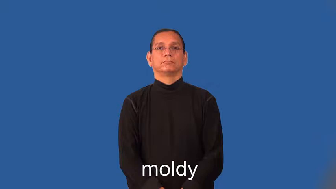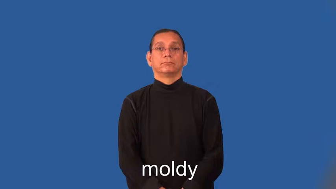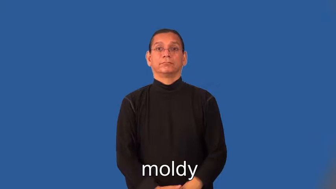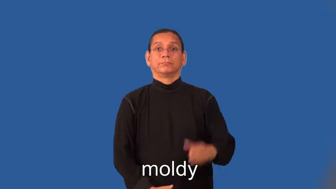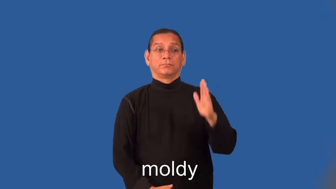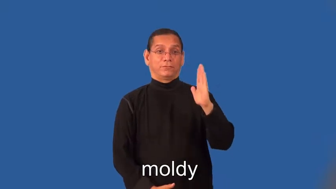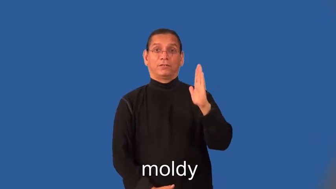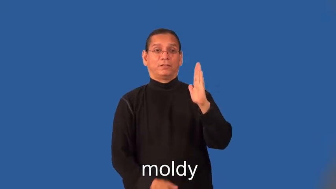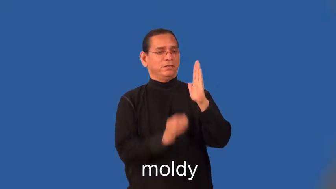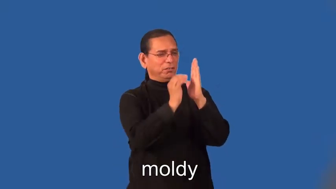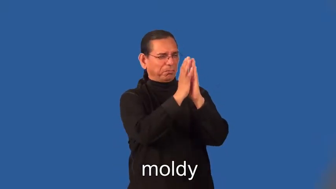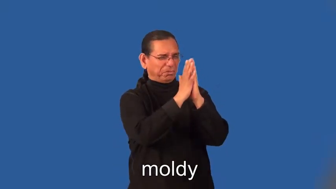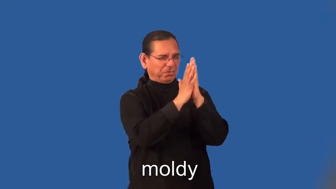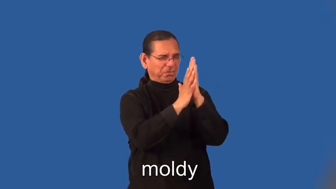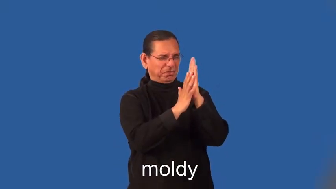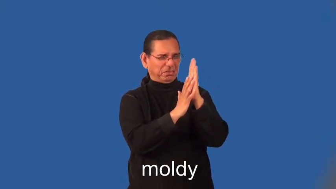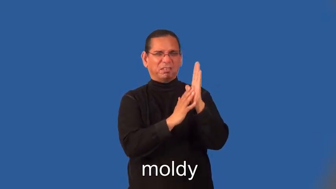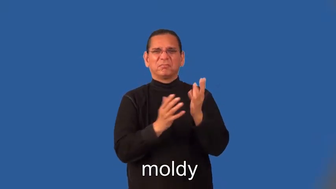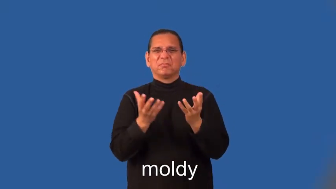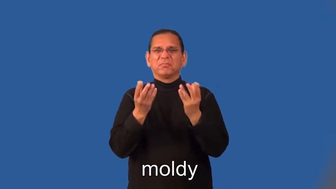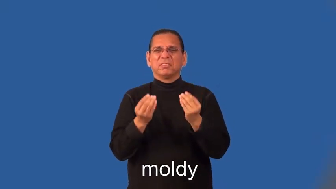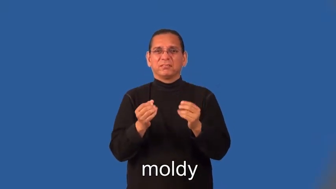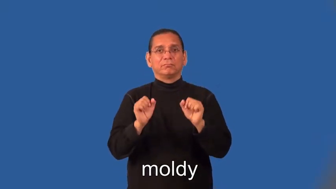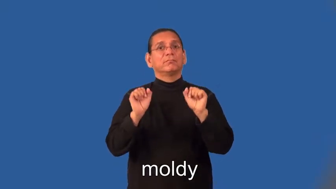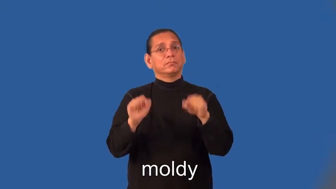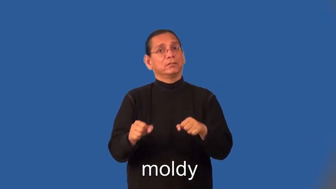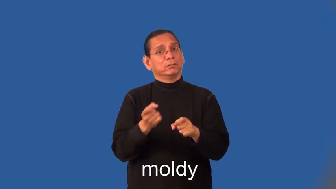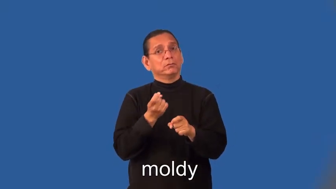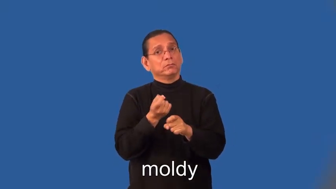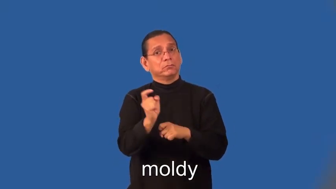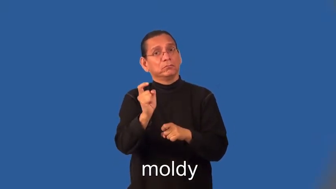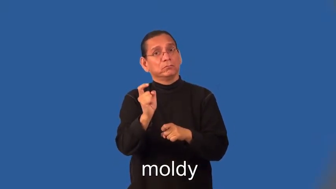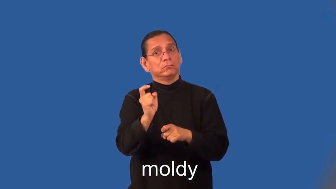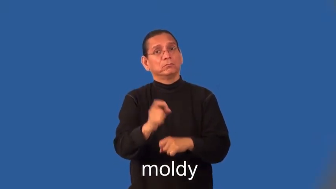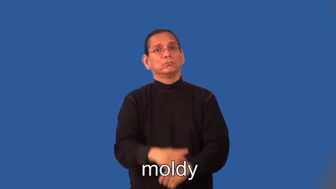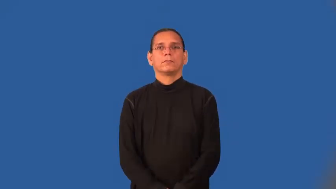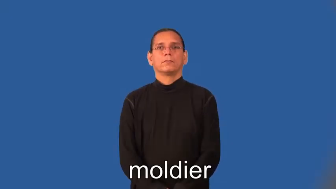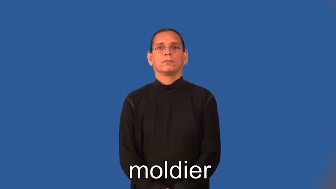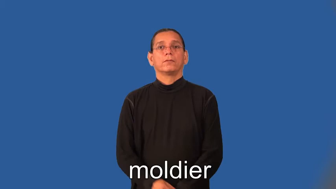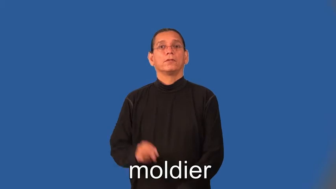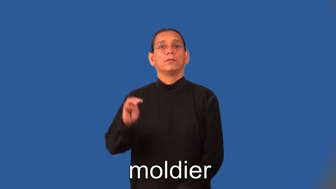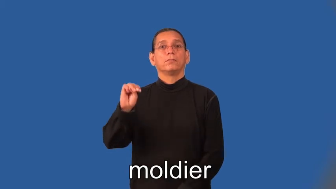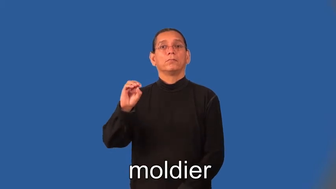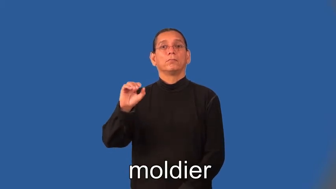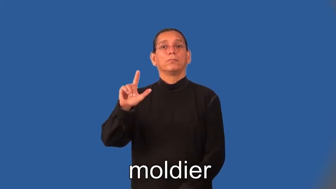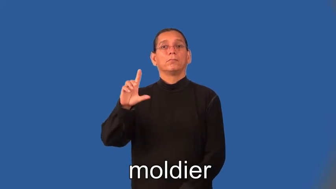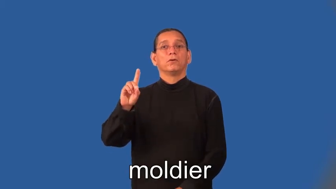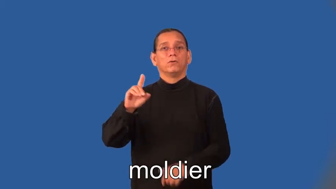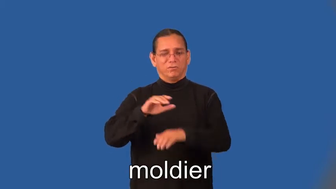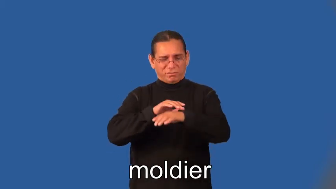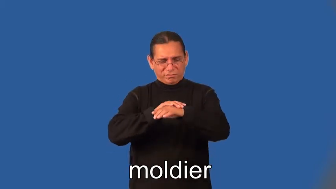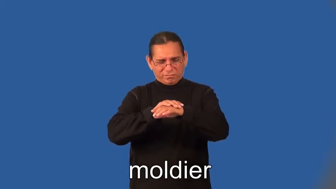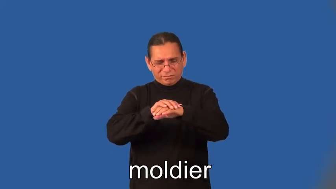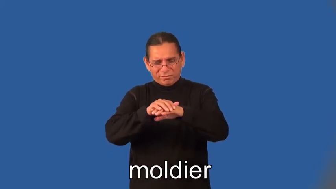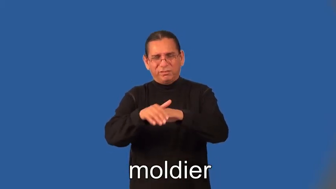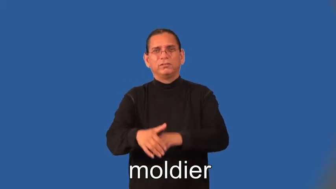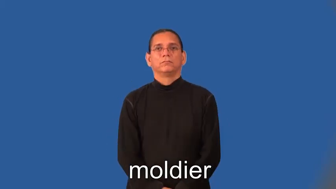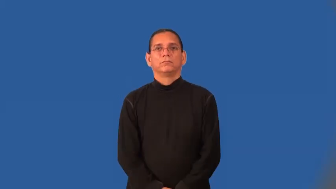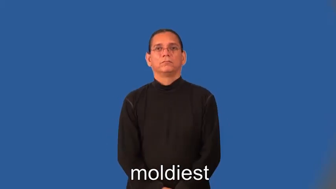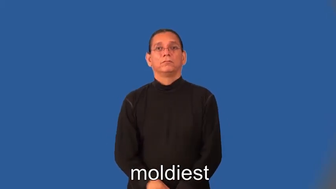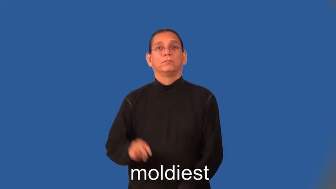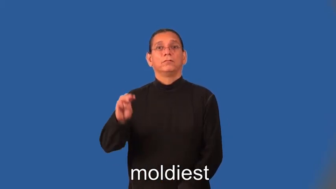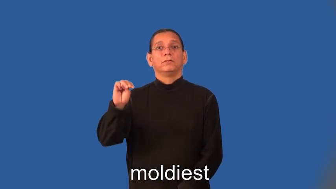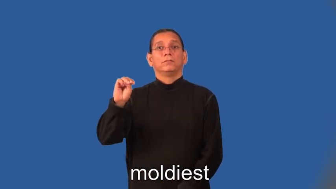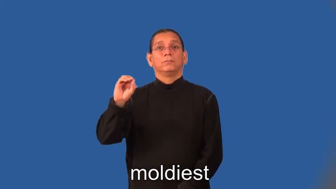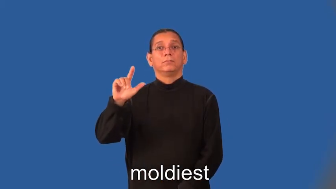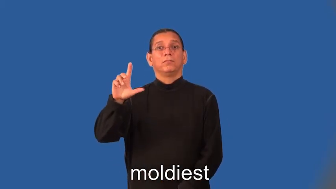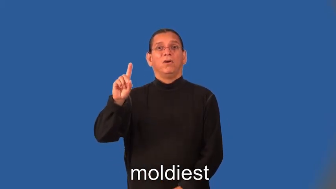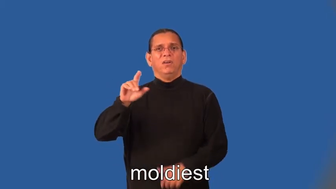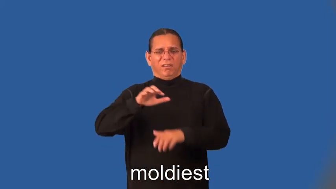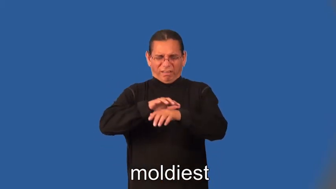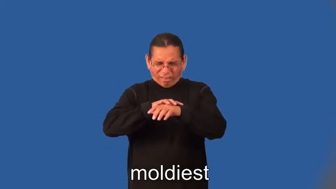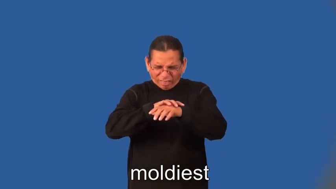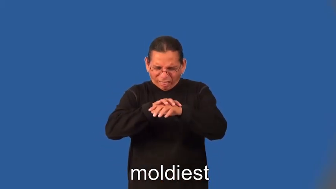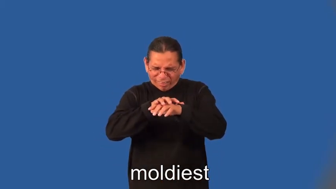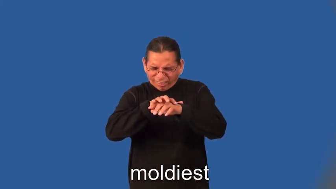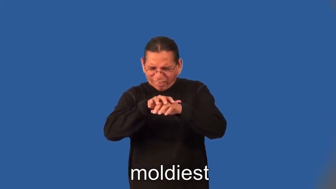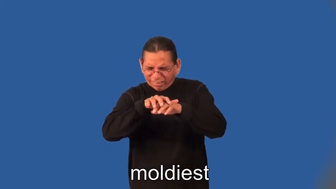moldier,moldiest